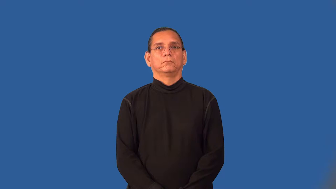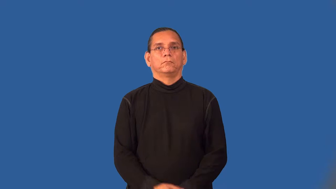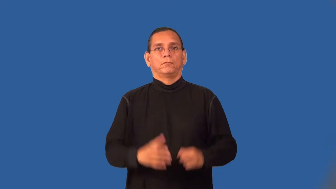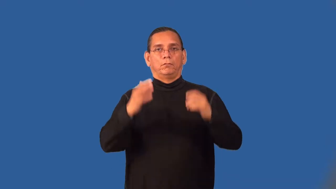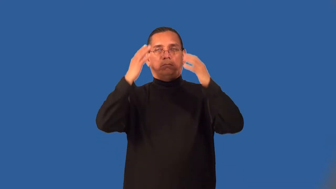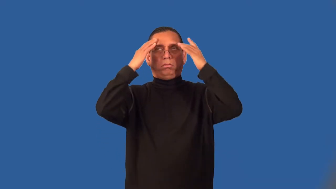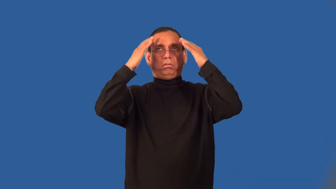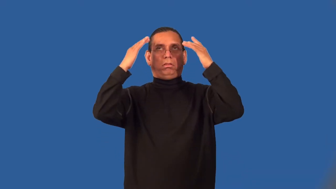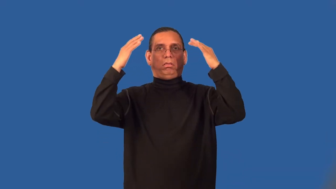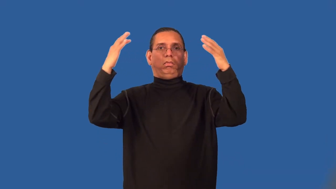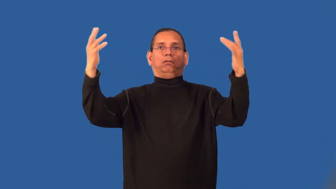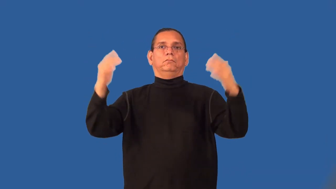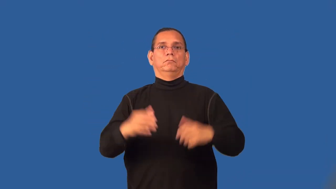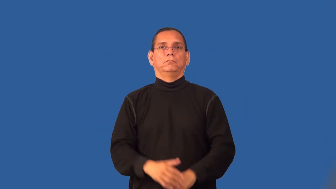spacey,spacy